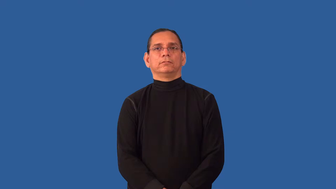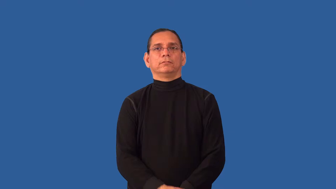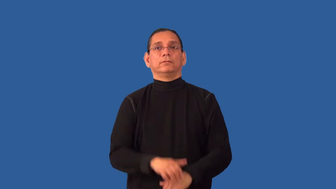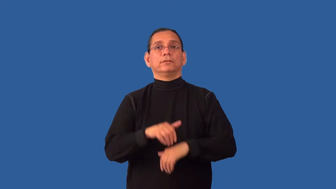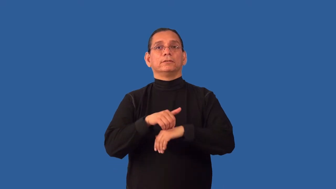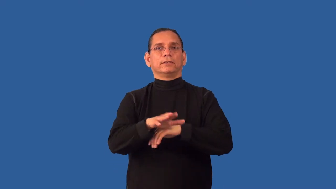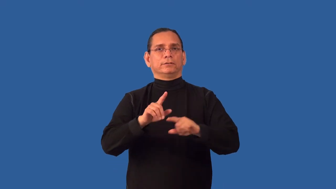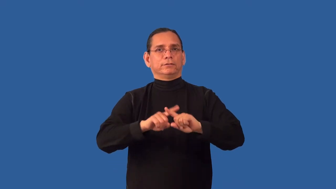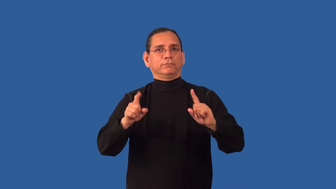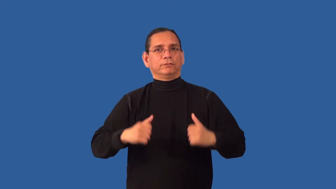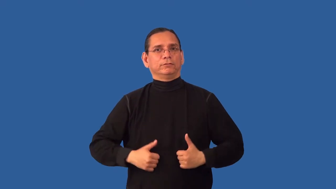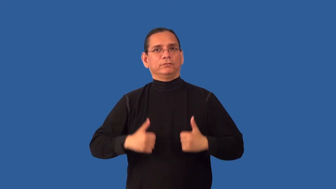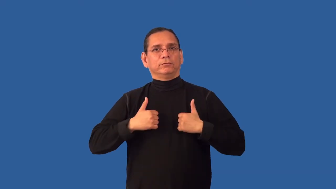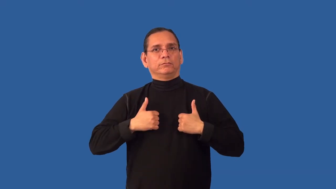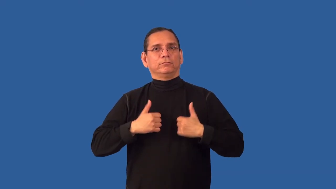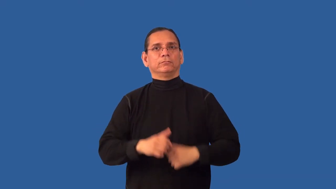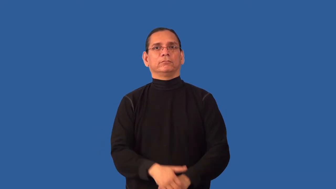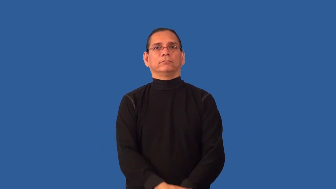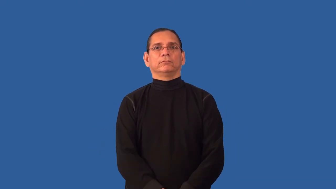redirect-send